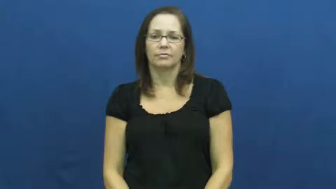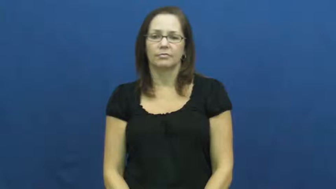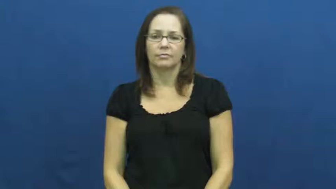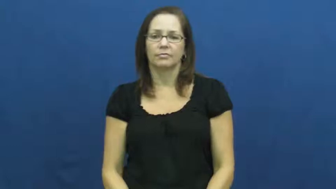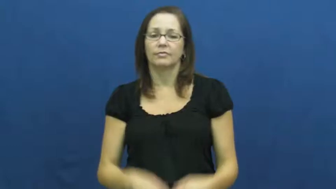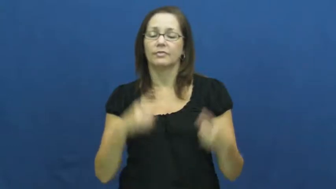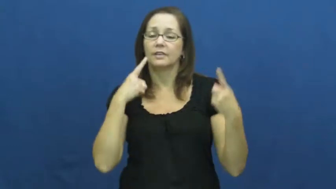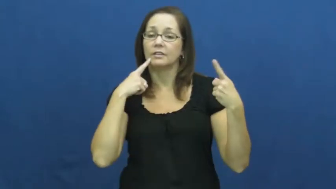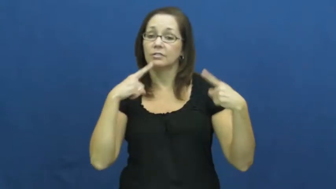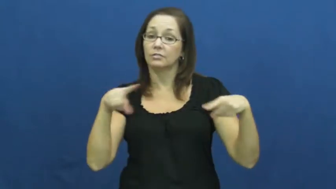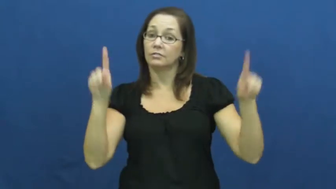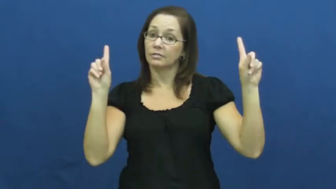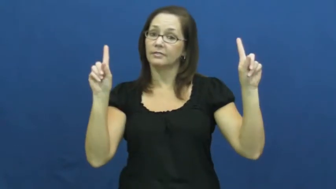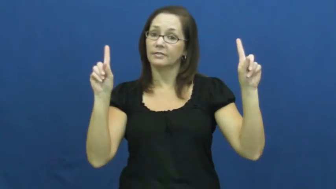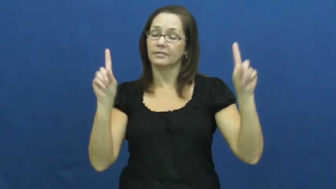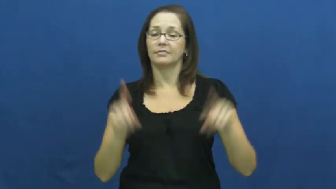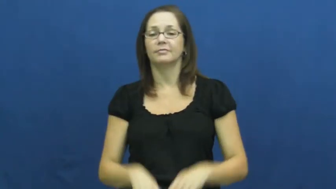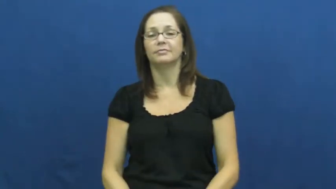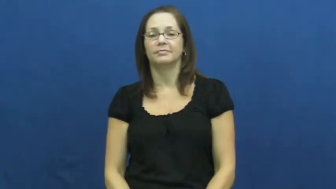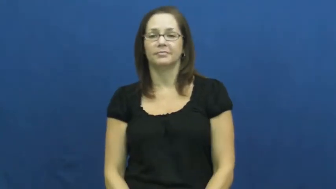overcome-succeed